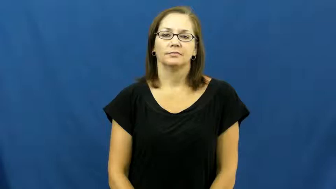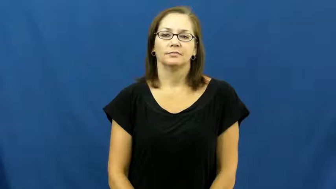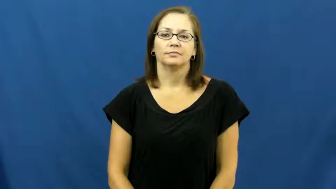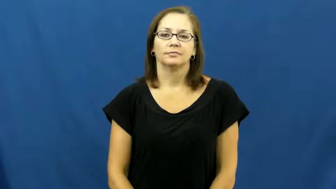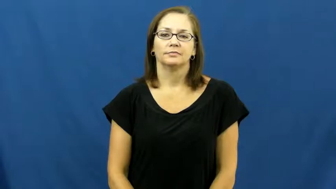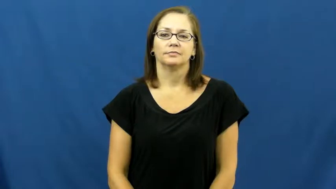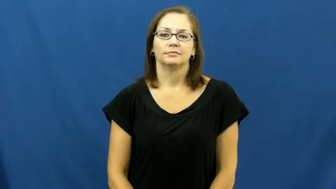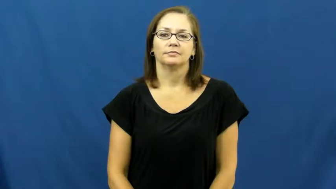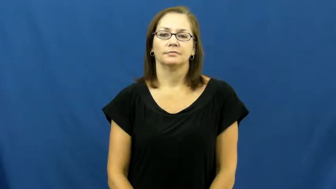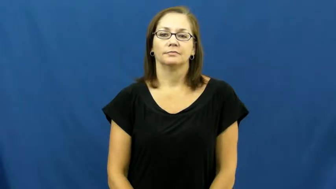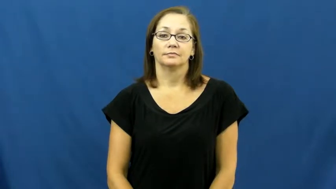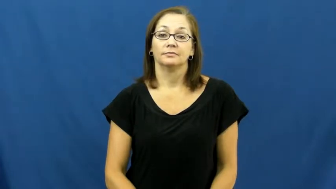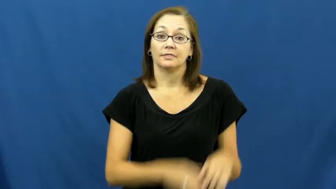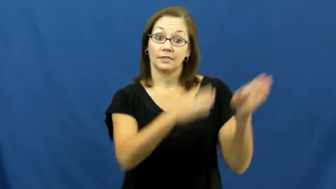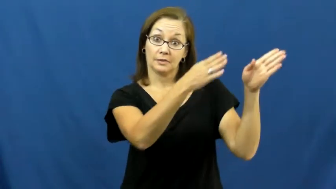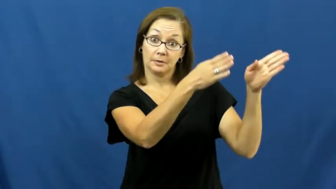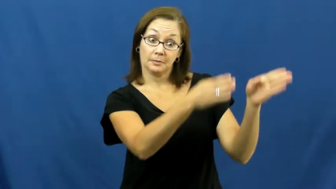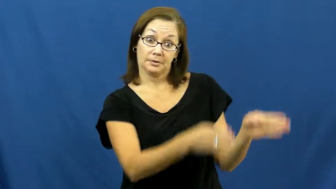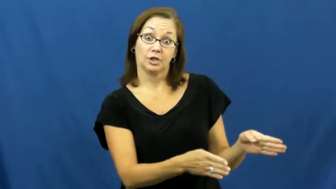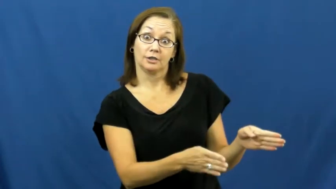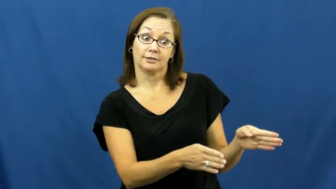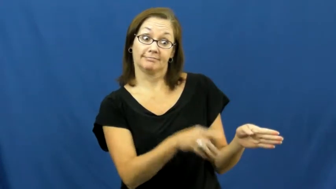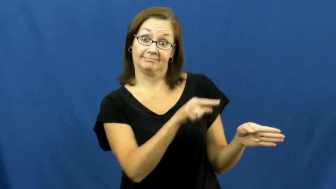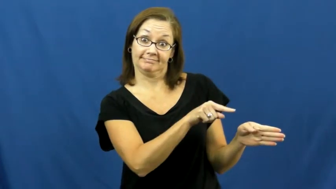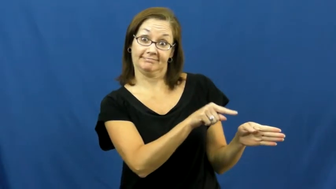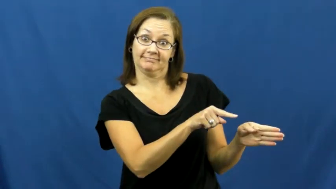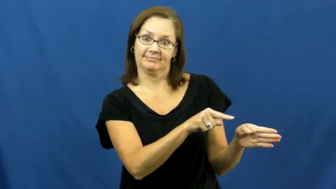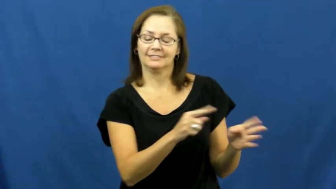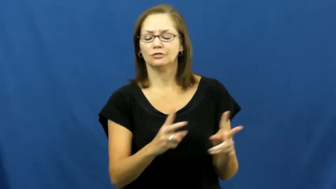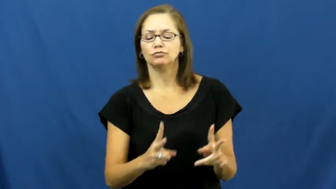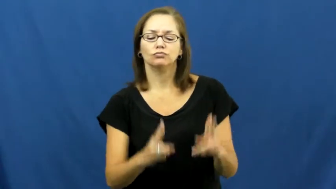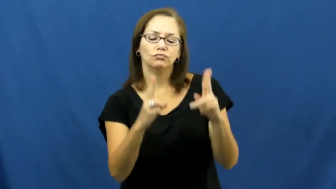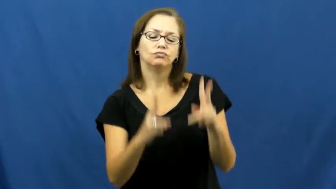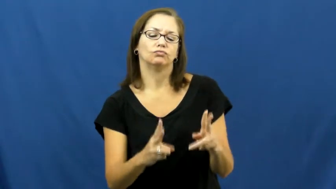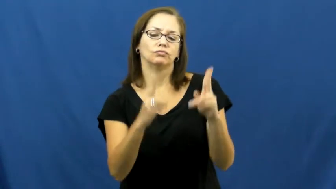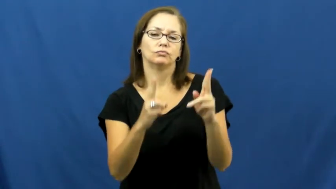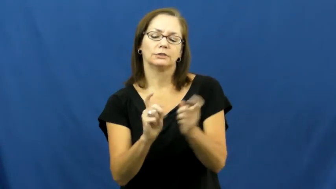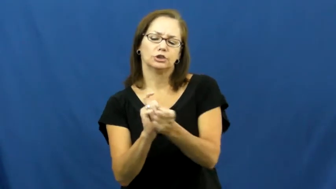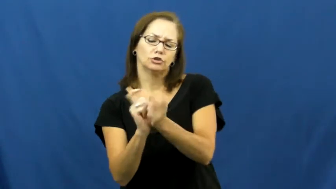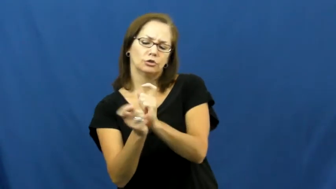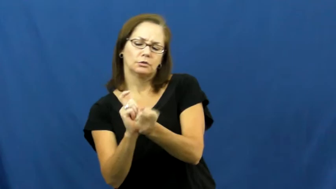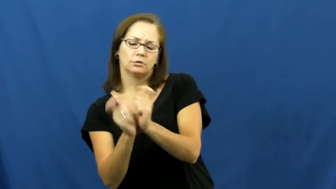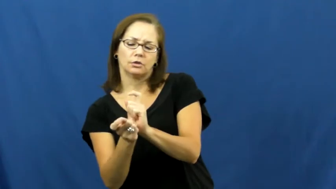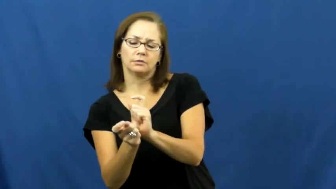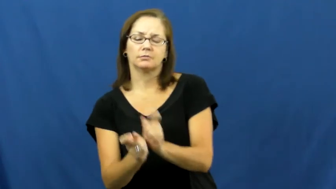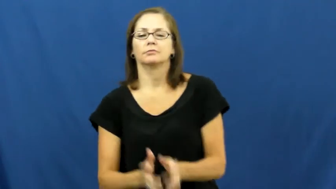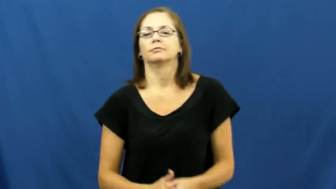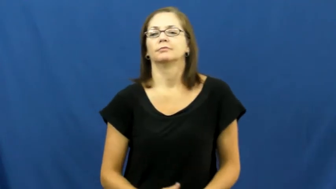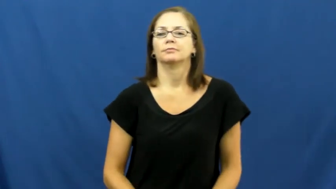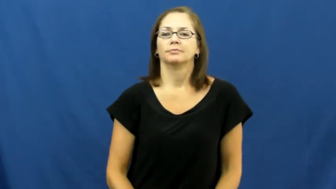editor